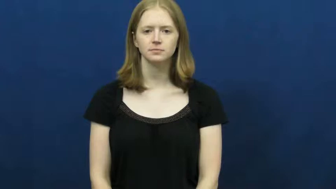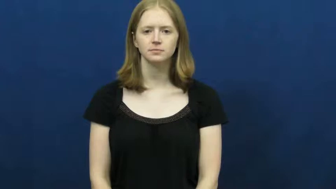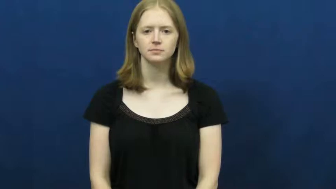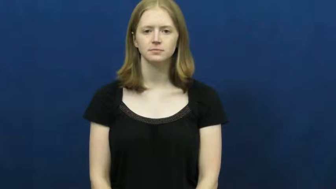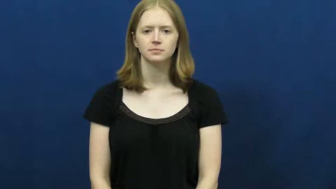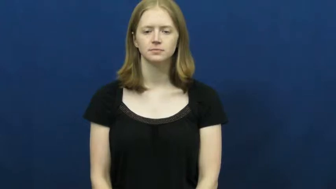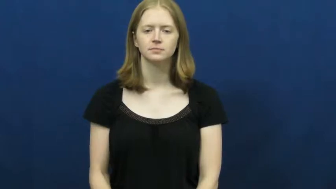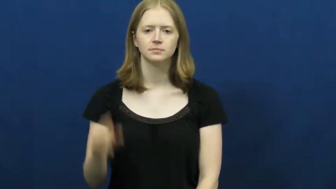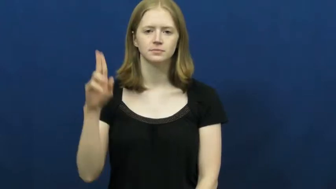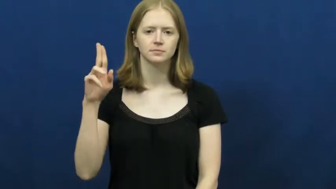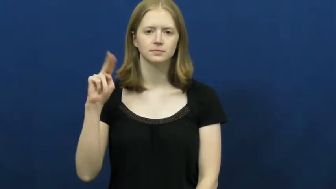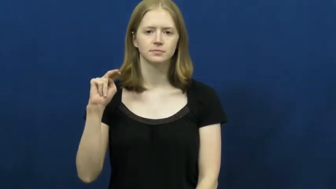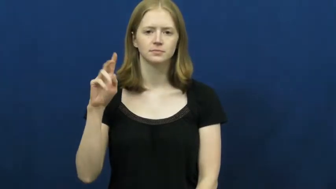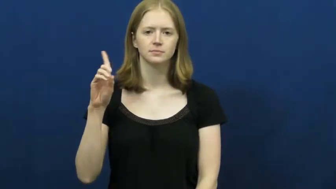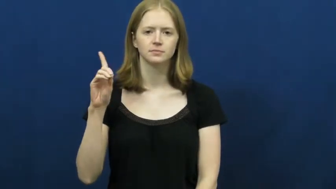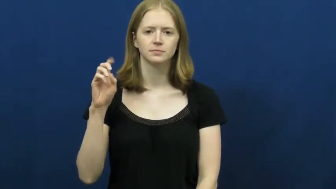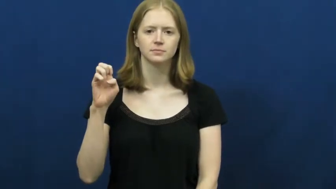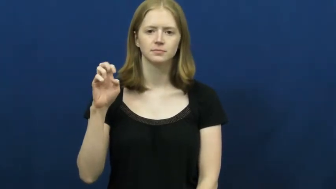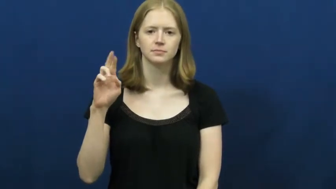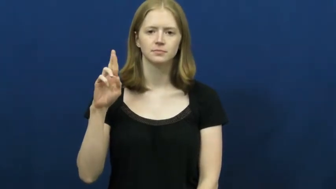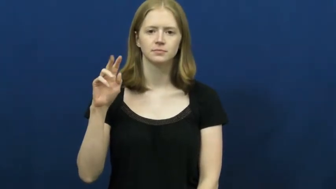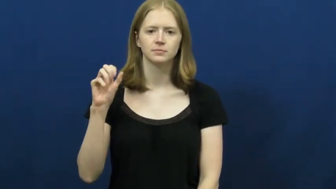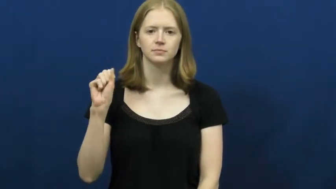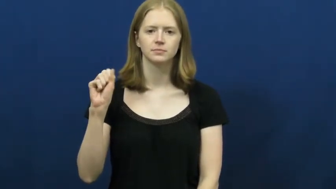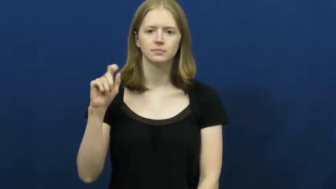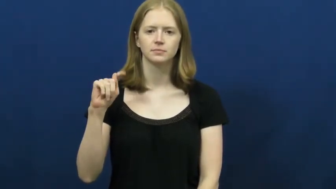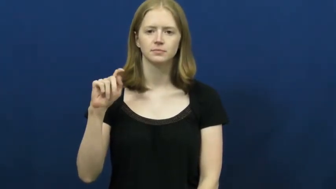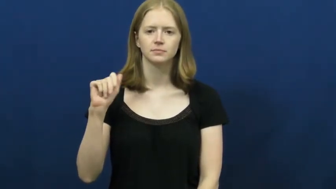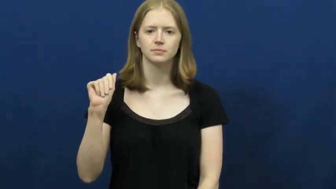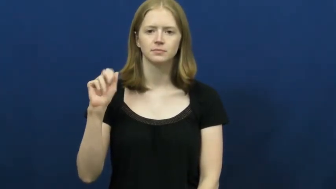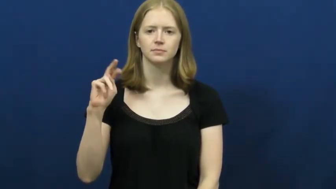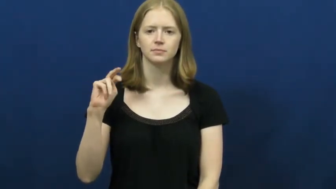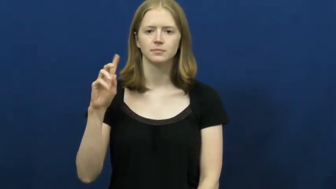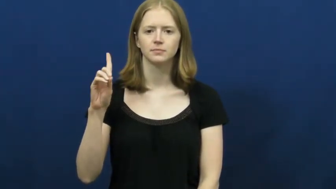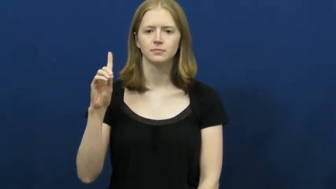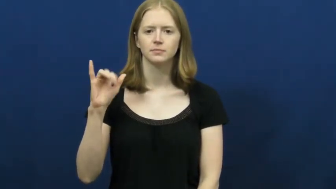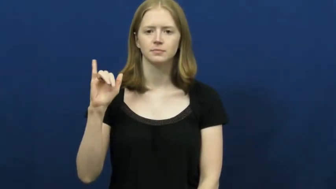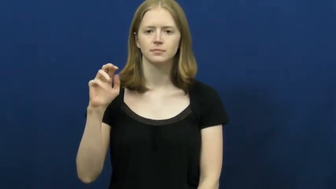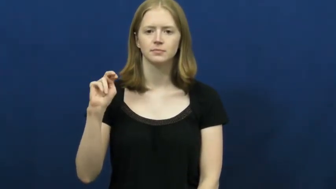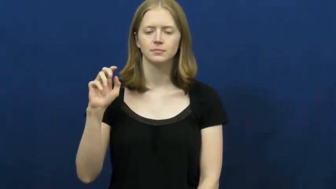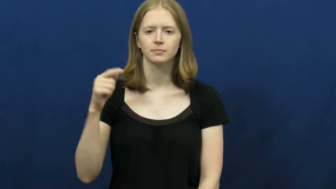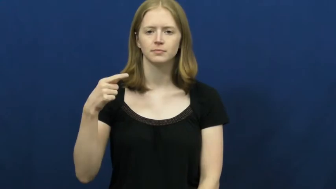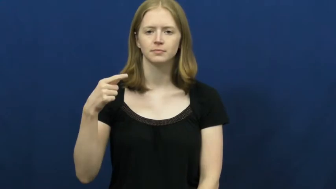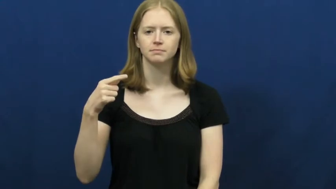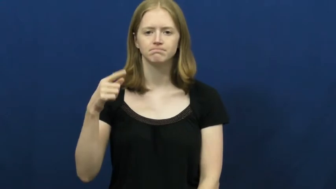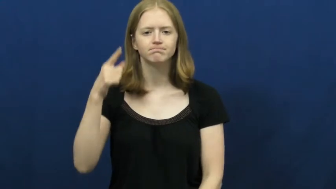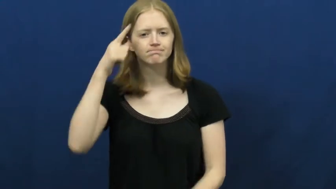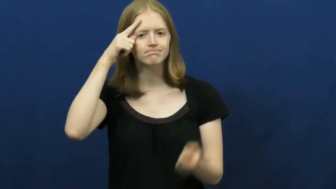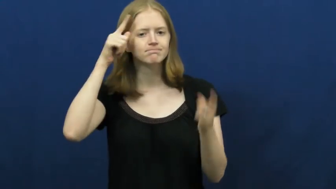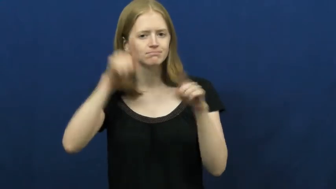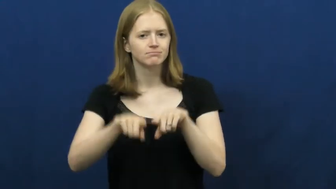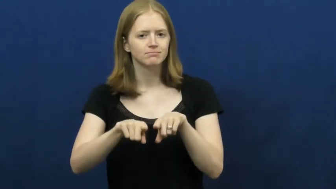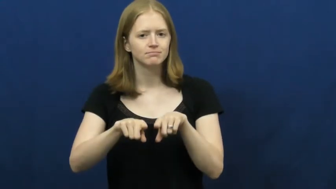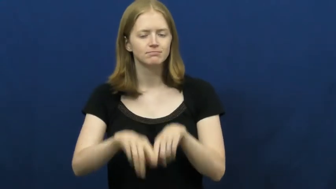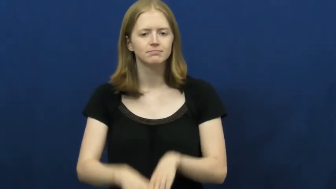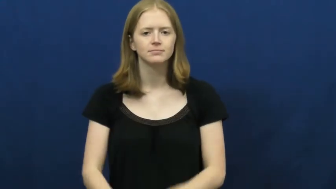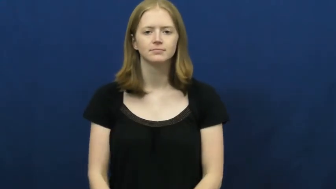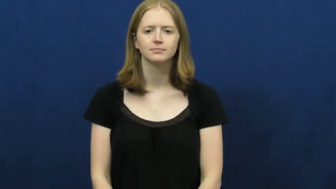understanding-agreement